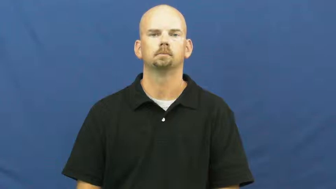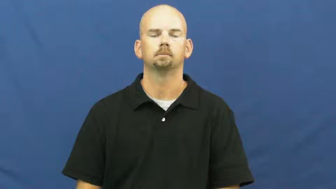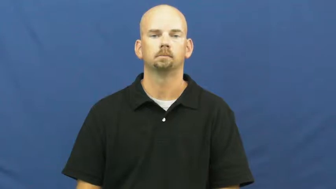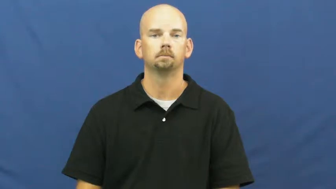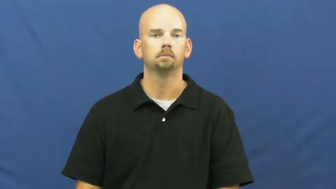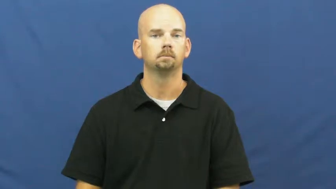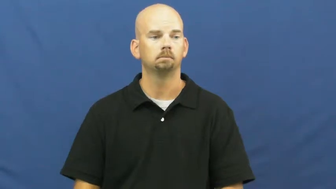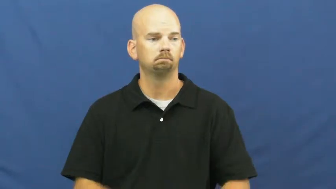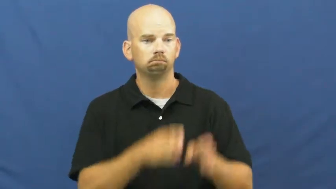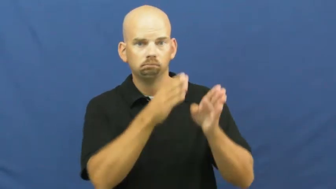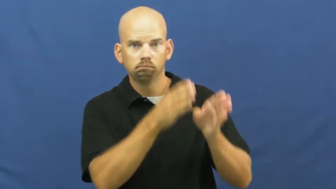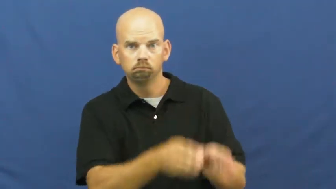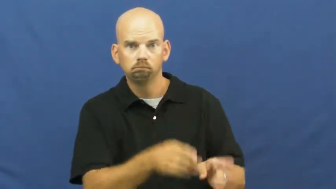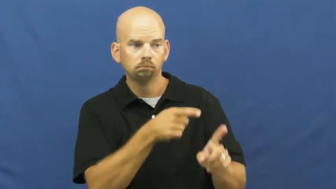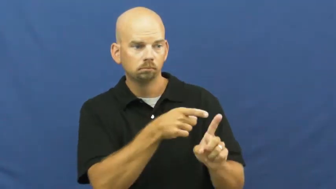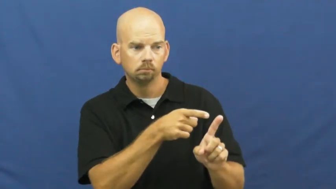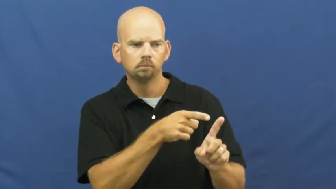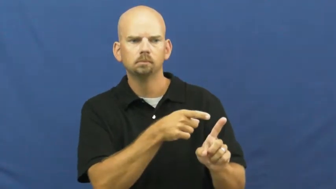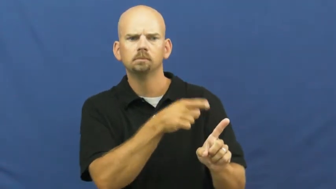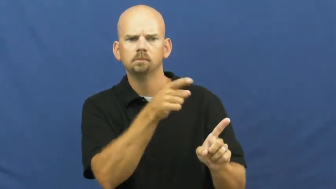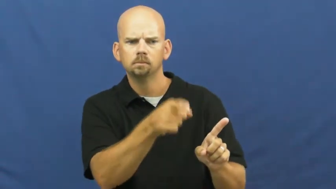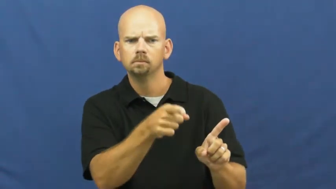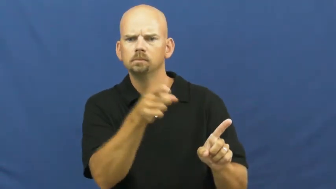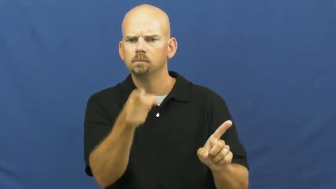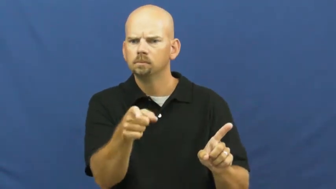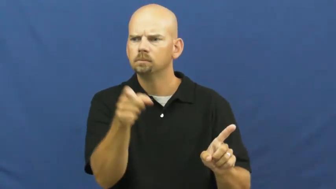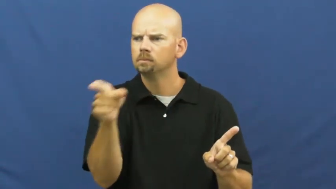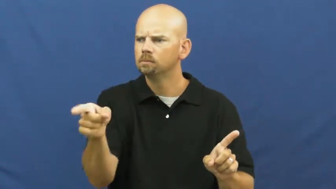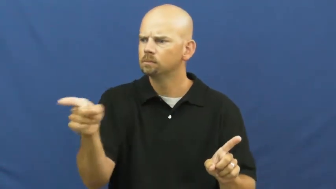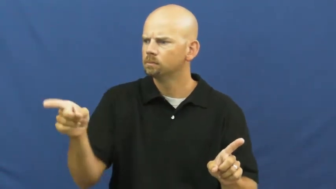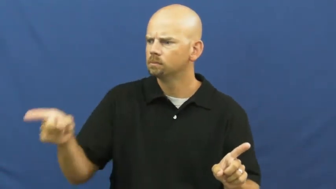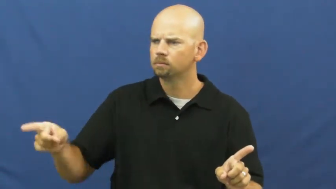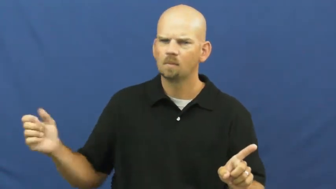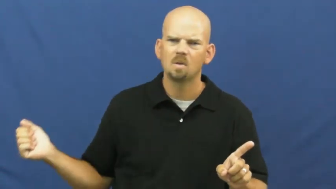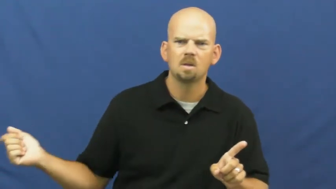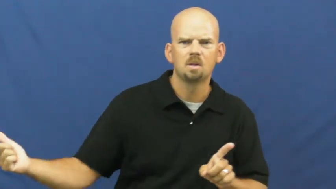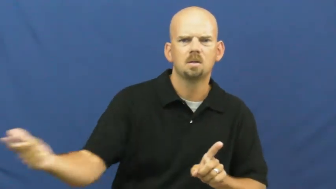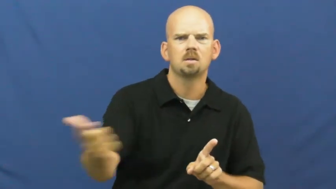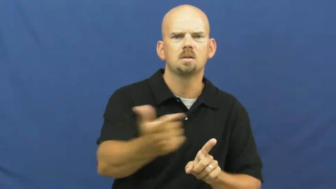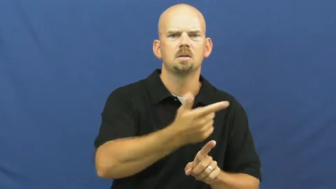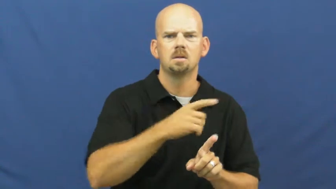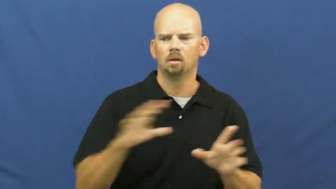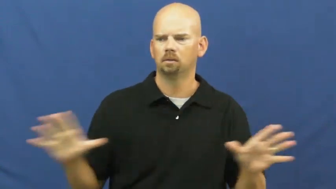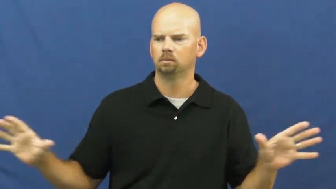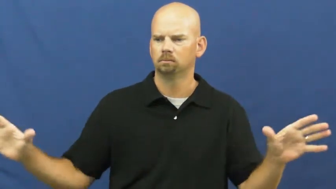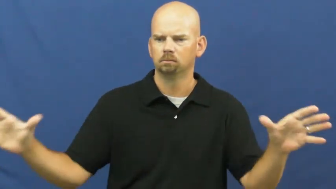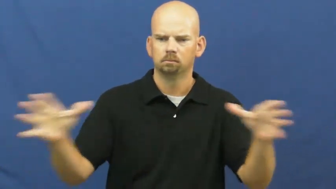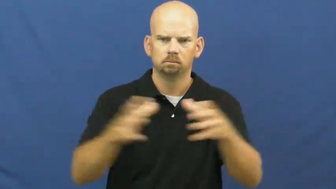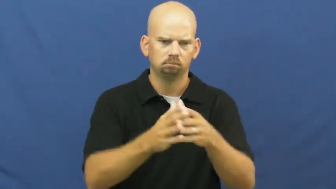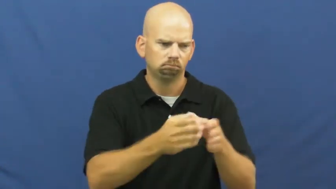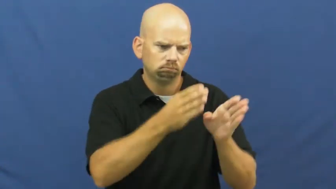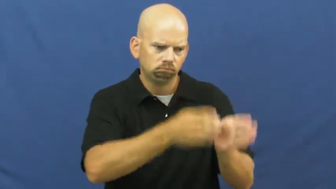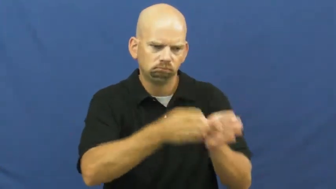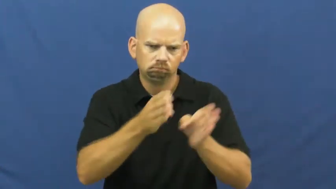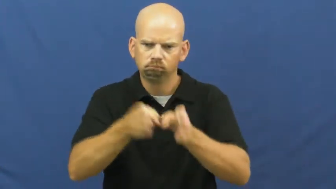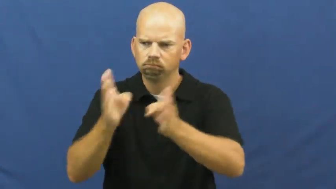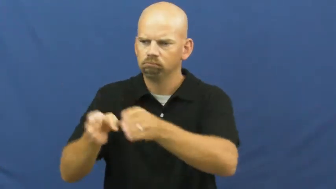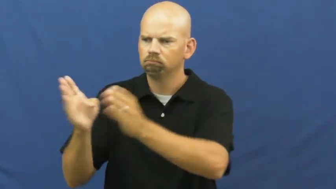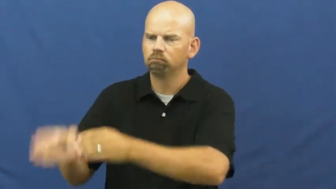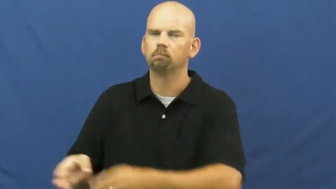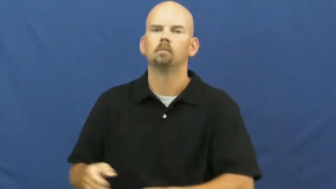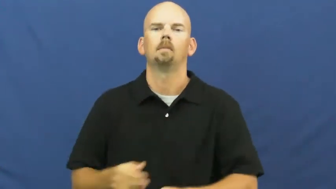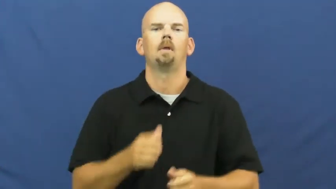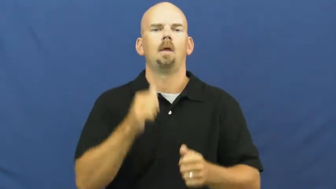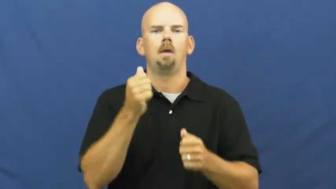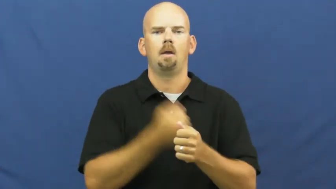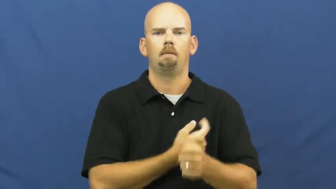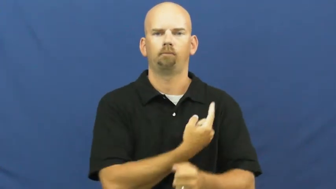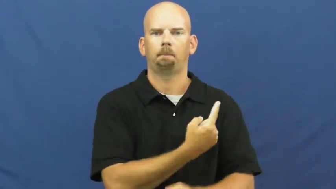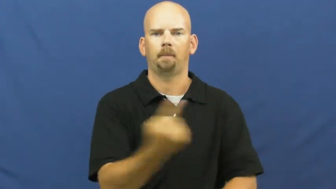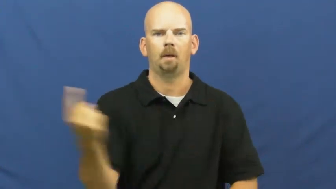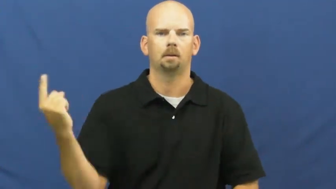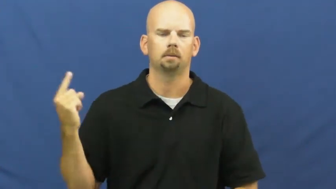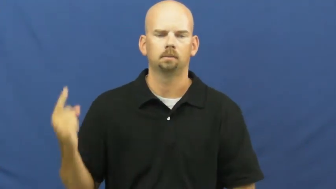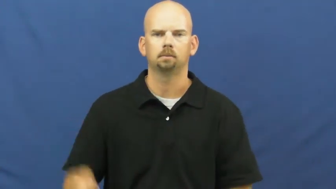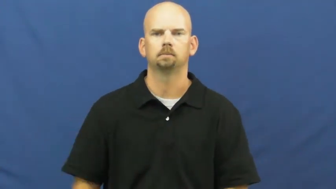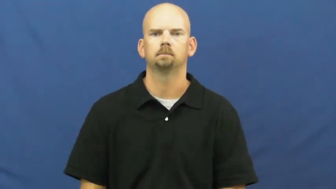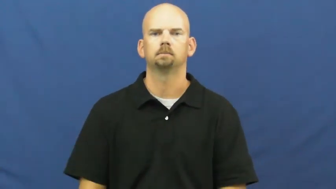everybody